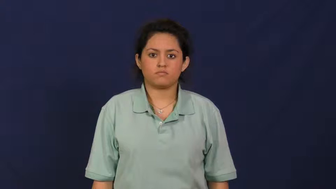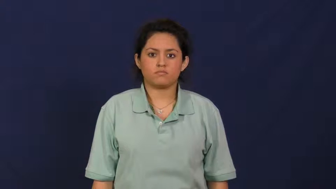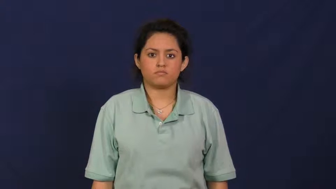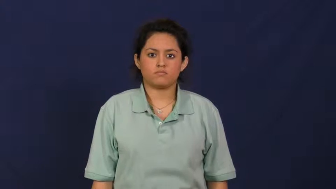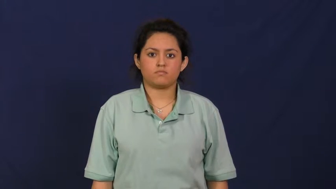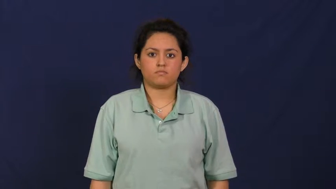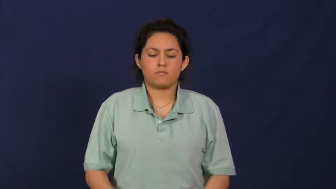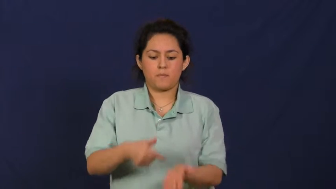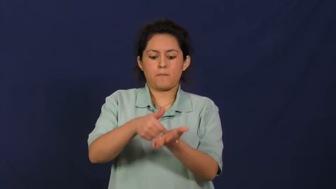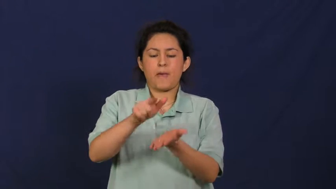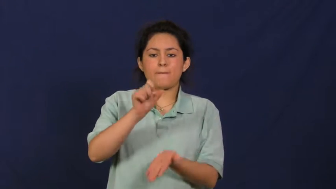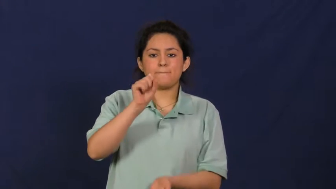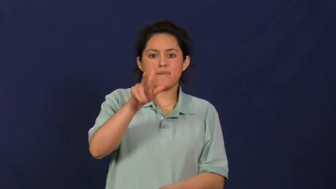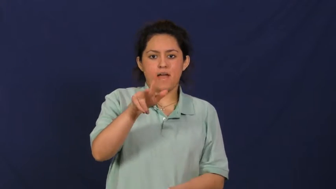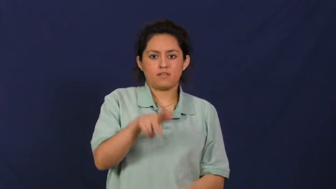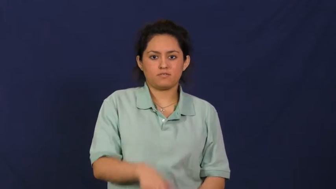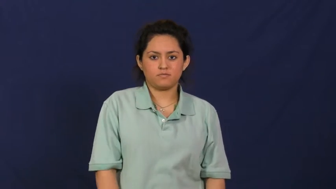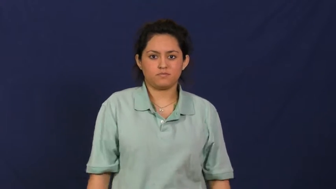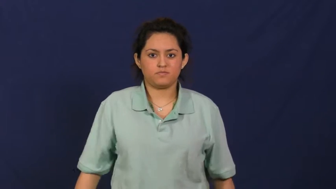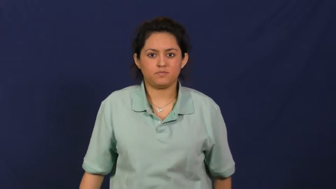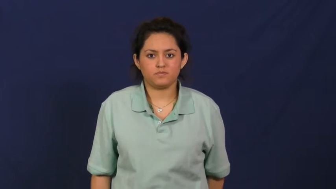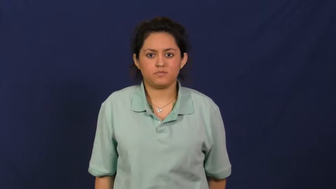repay,restitution,reparation,requite